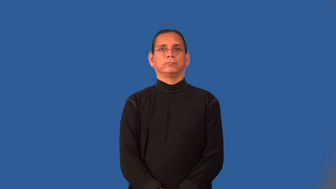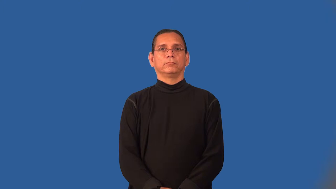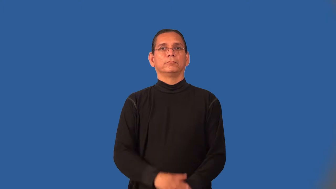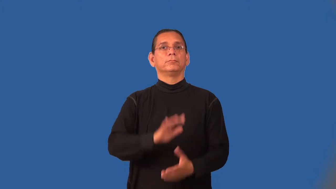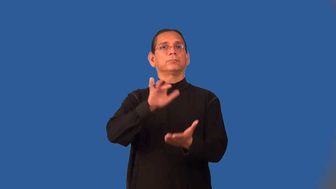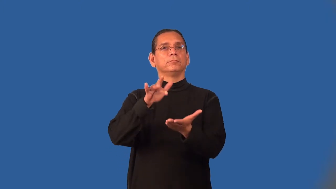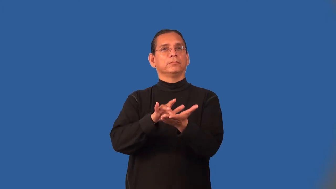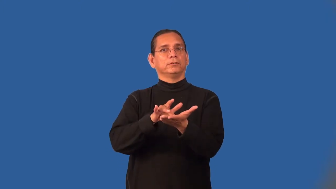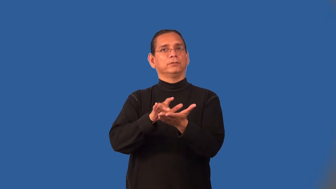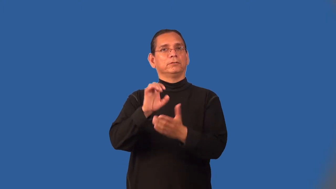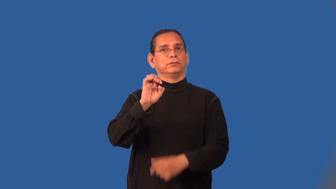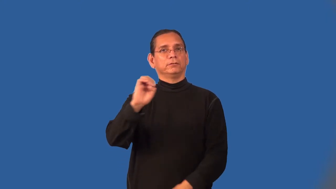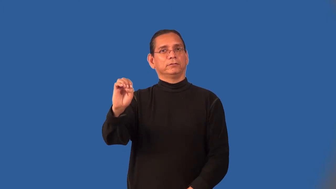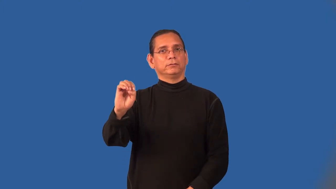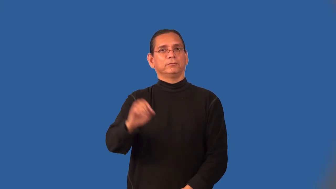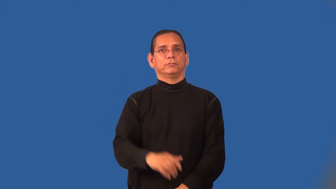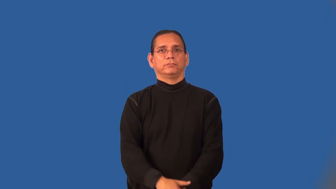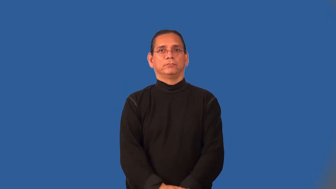mideast